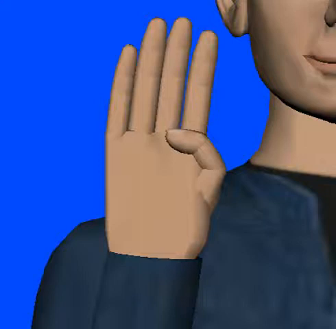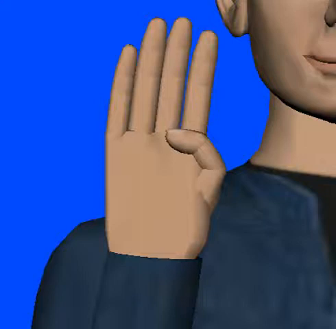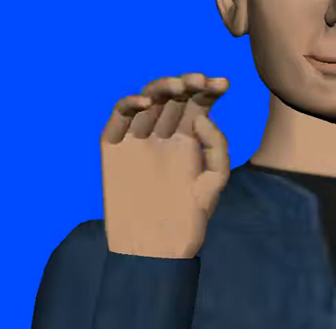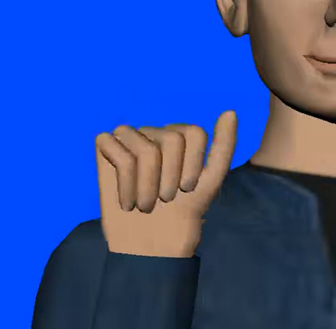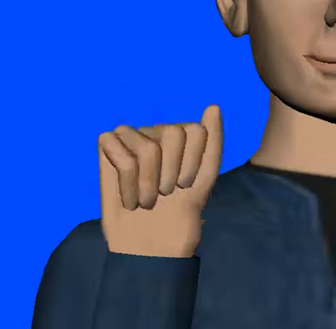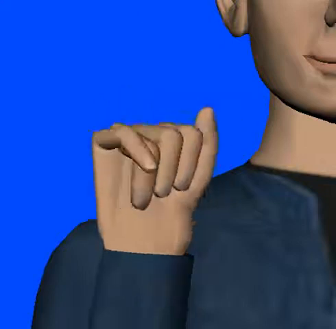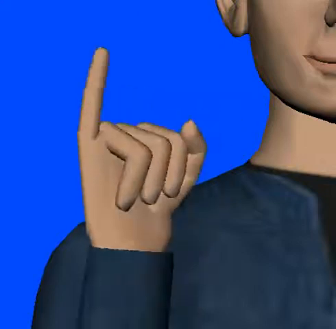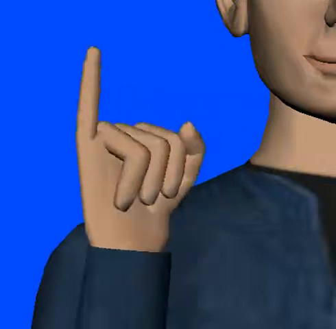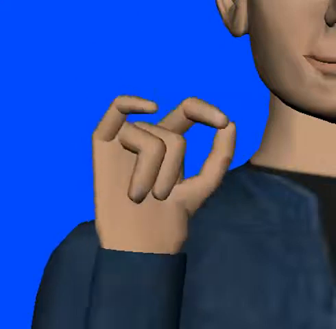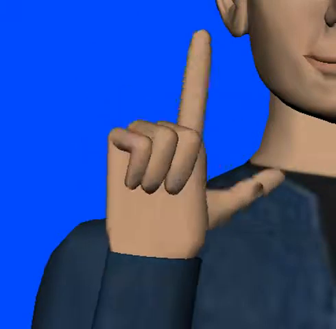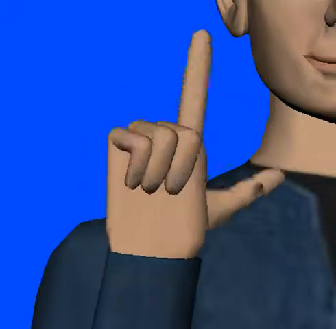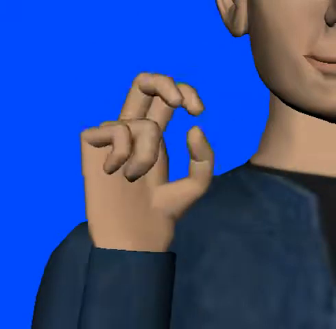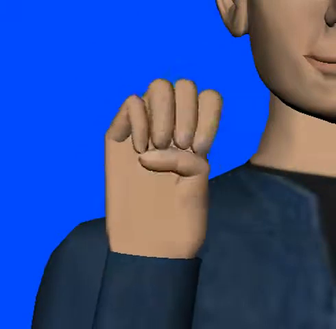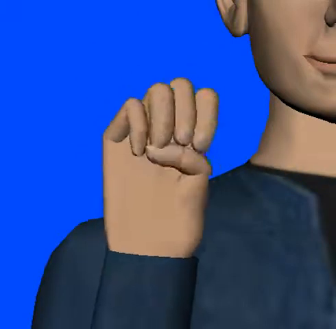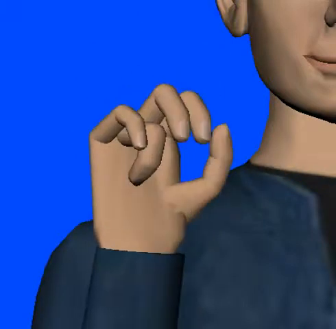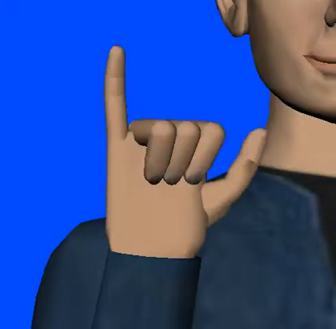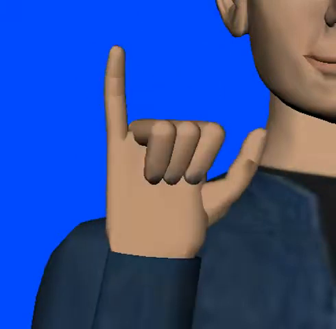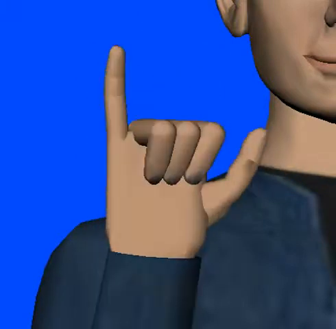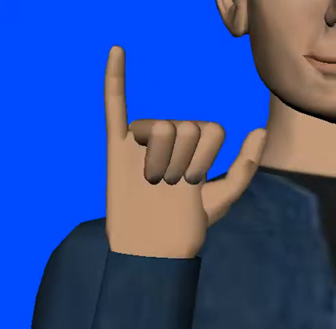bailey